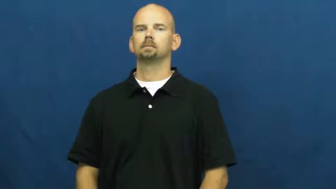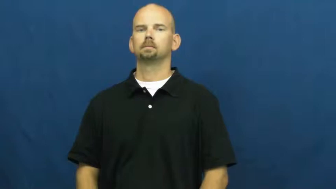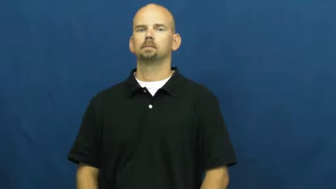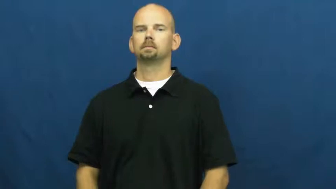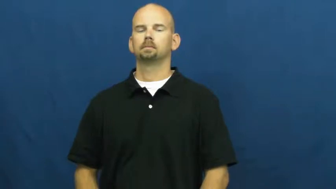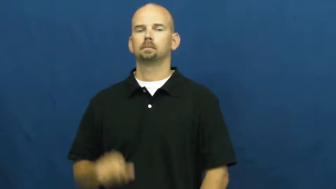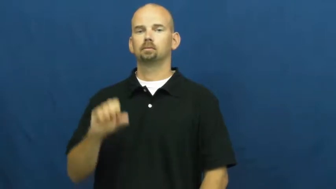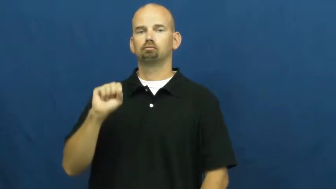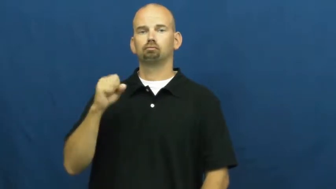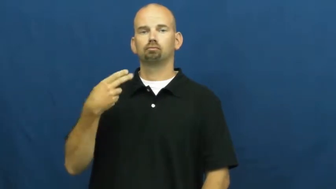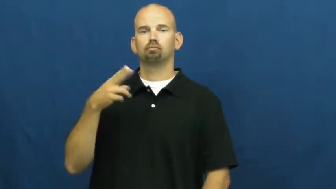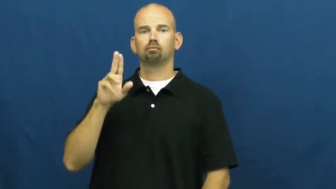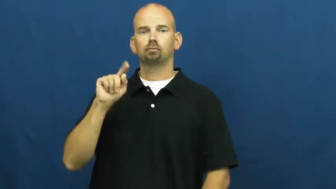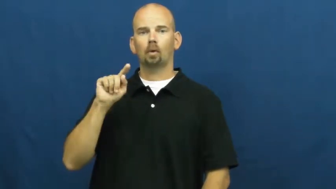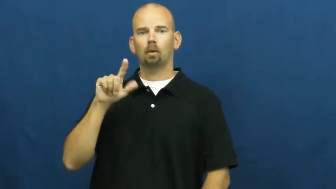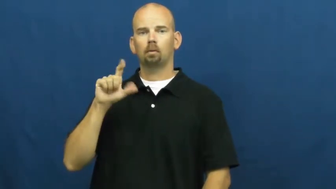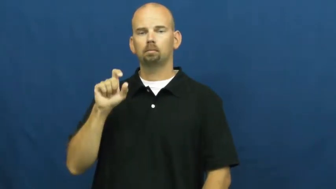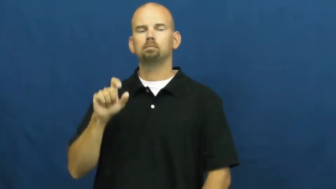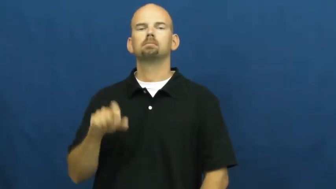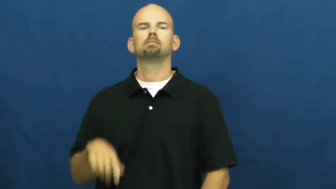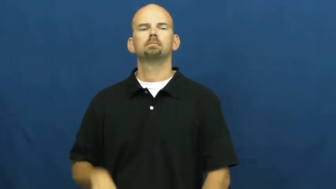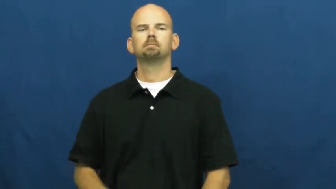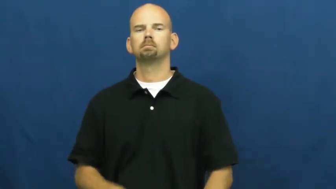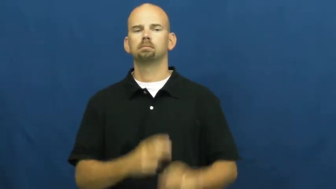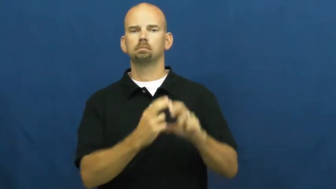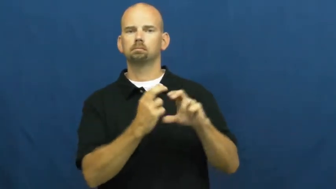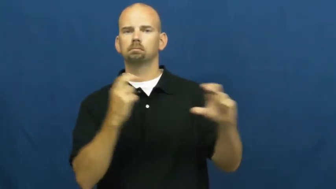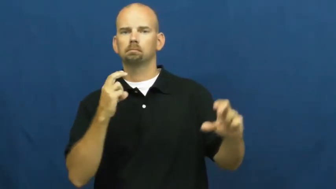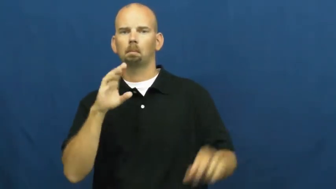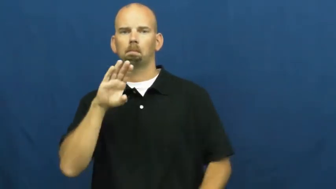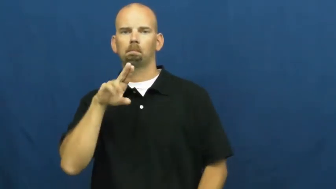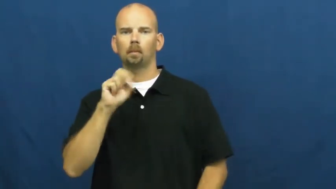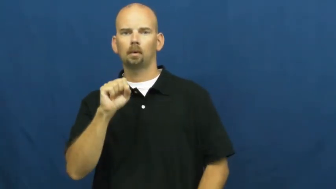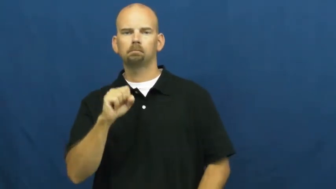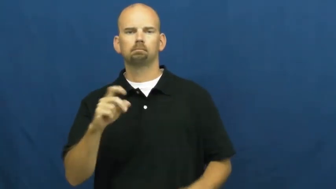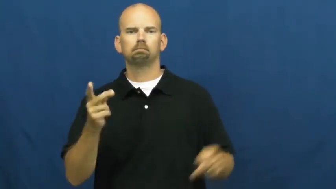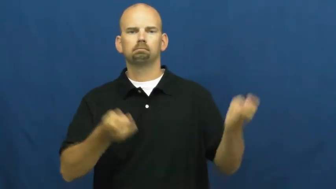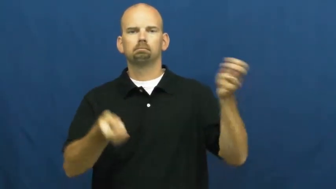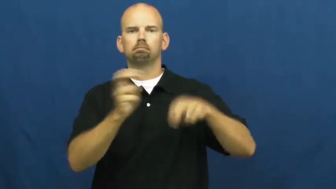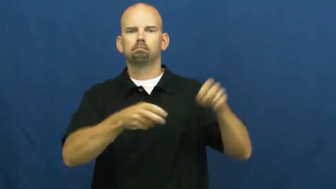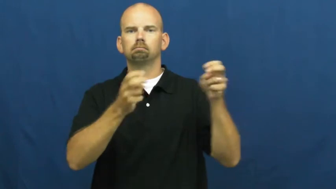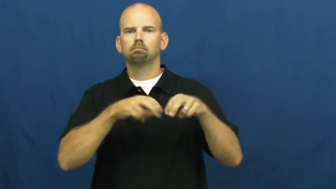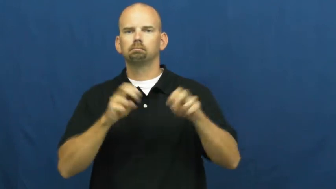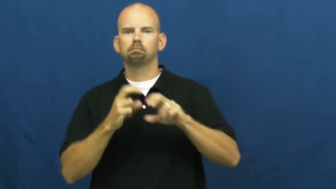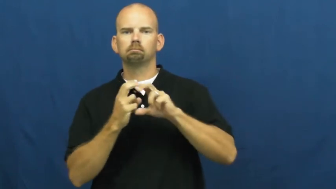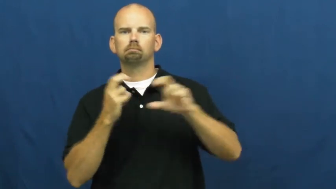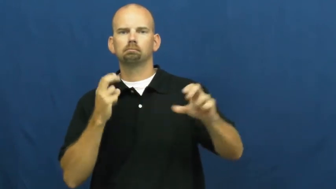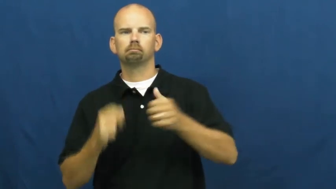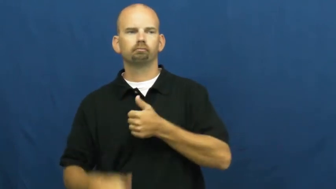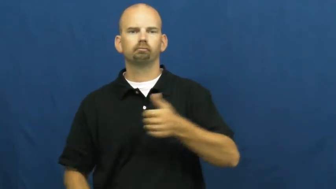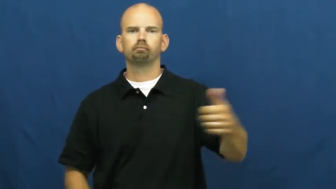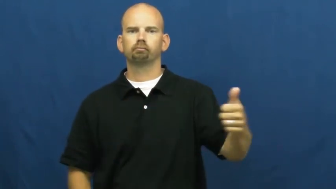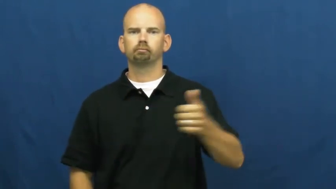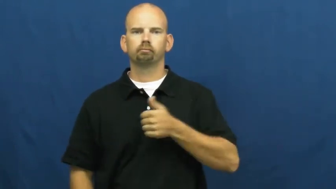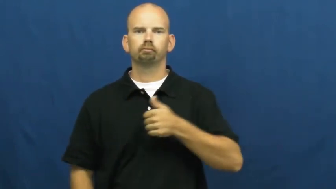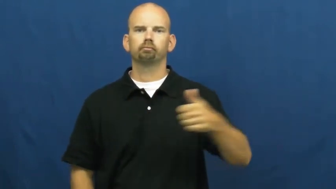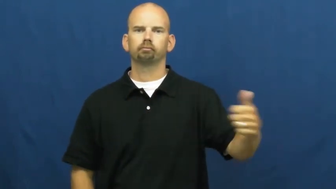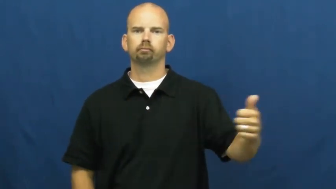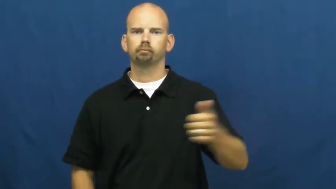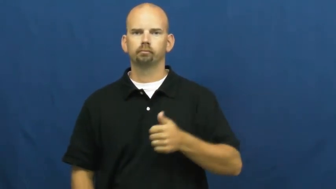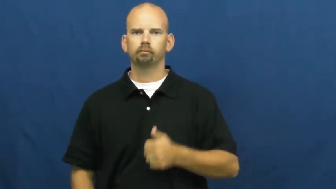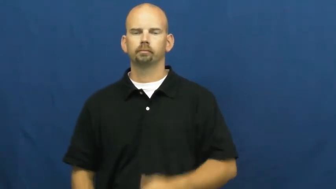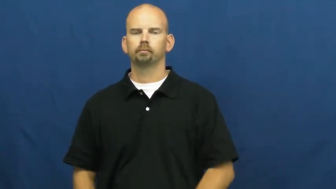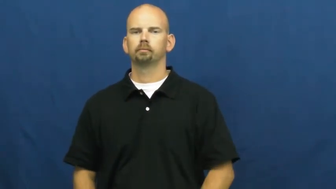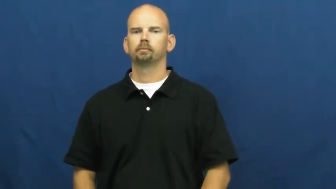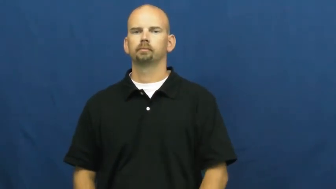shuttle-back and forth